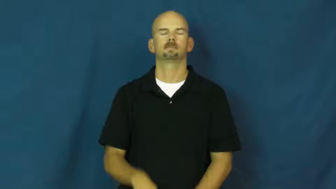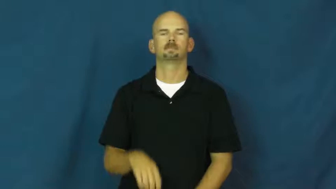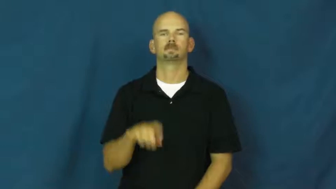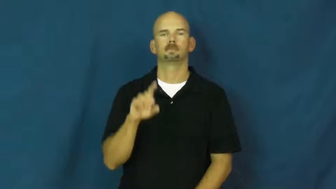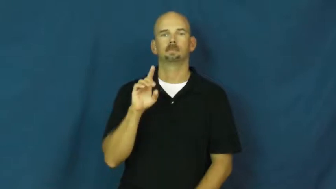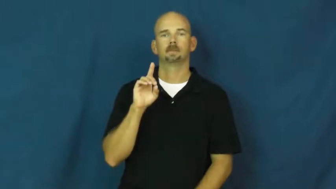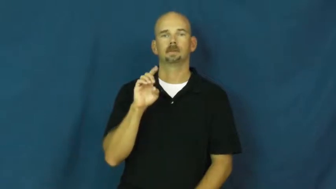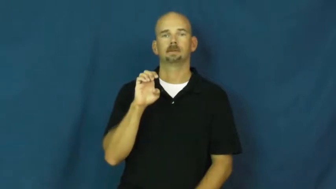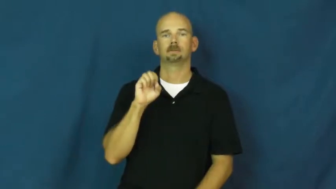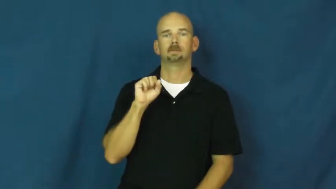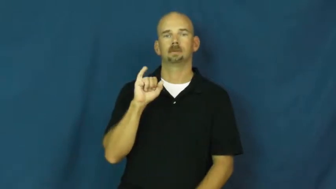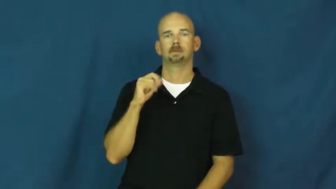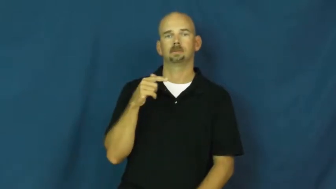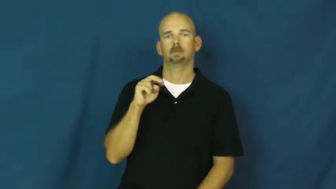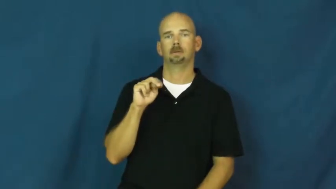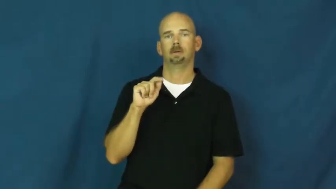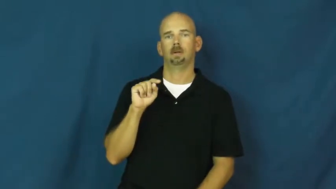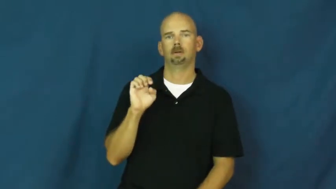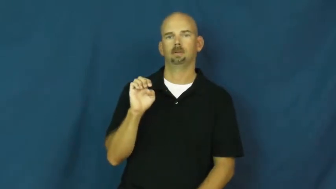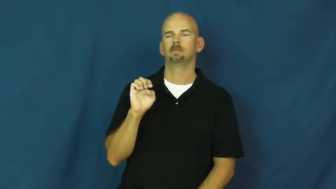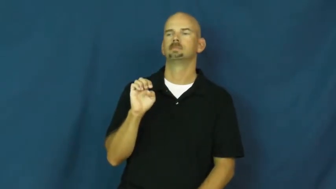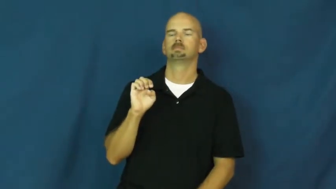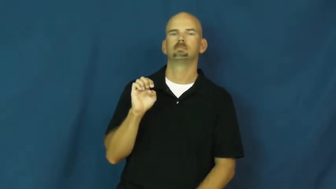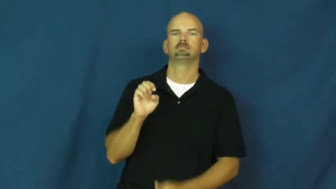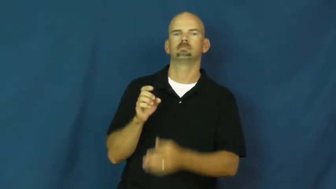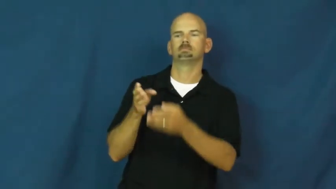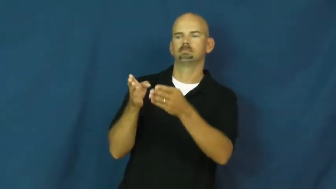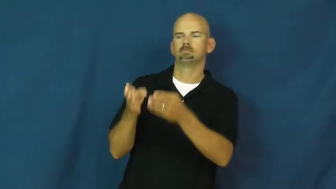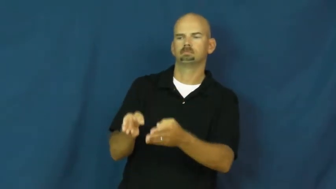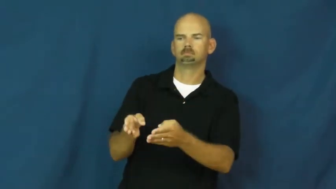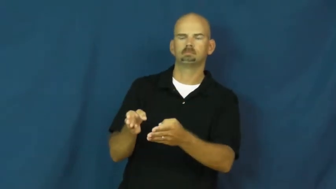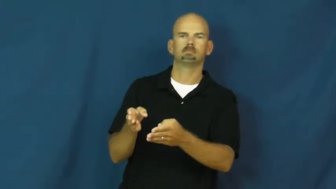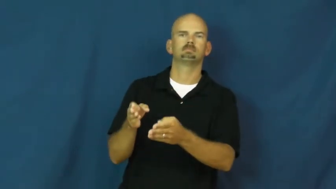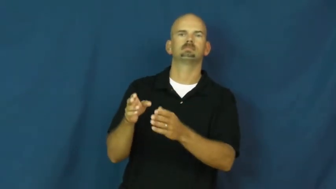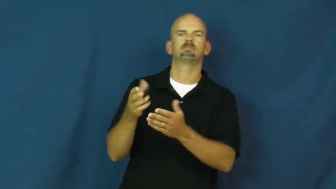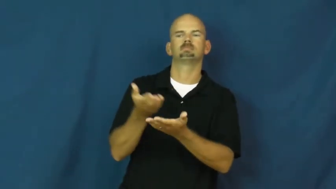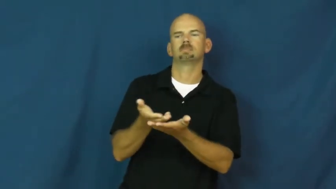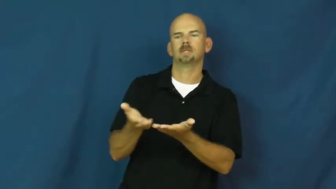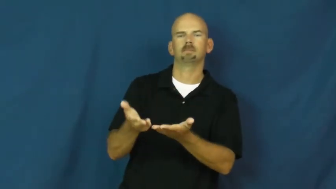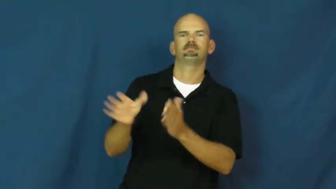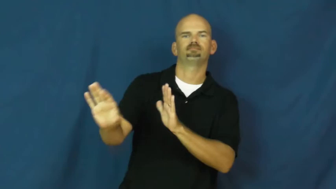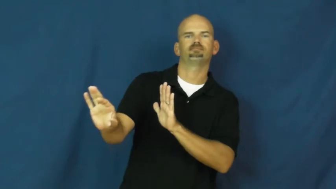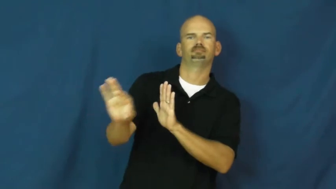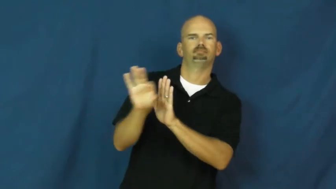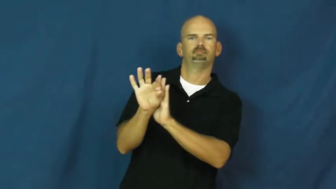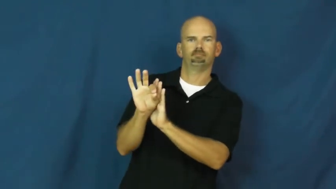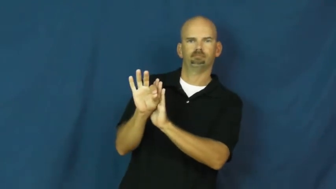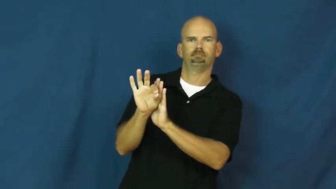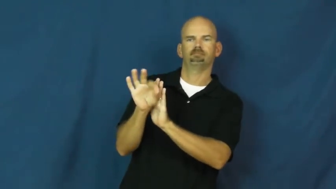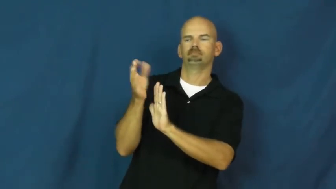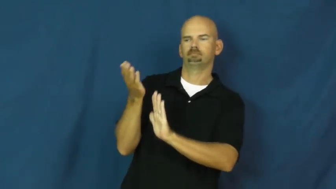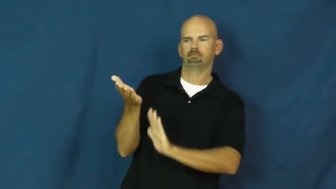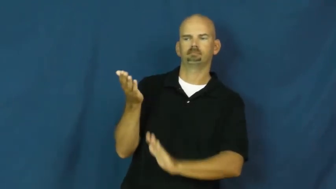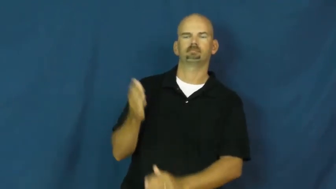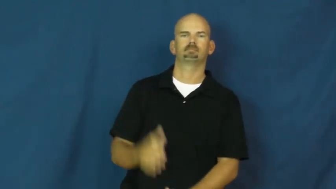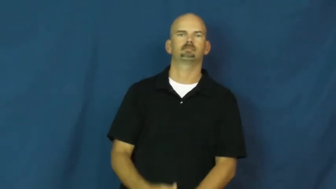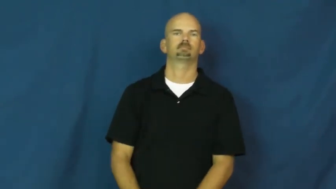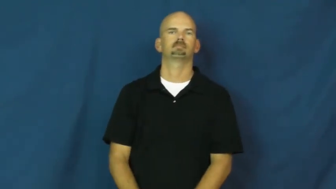designate